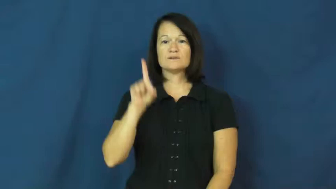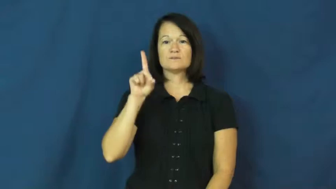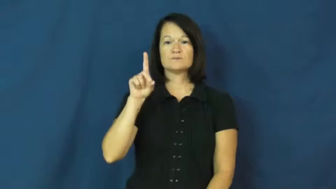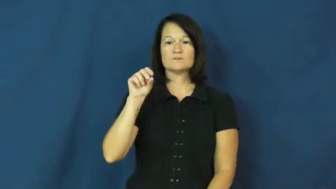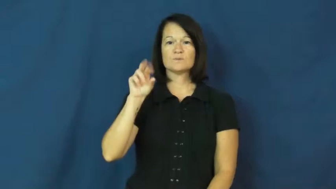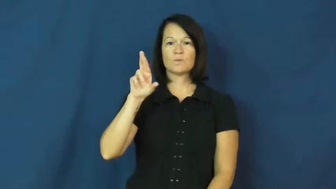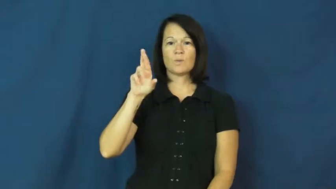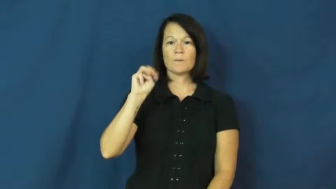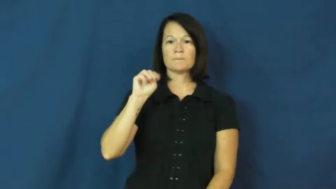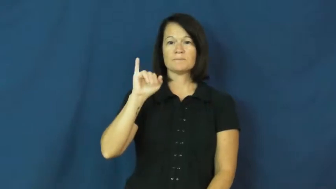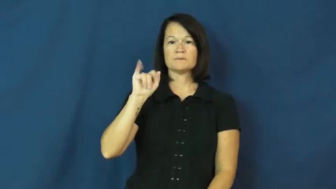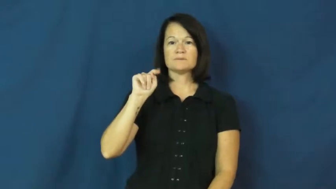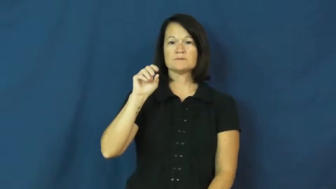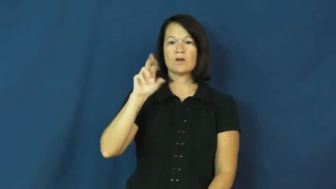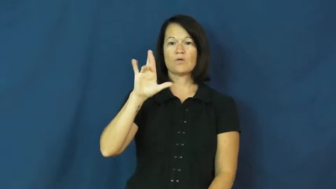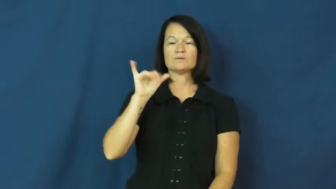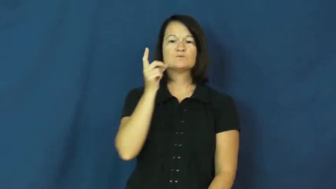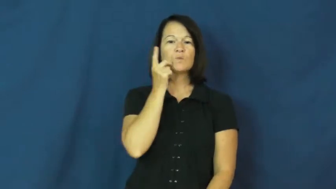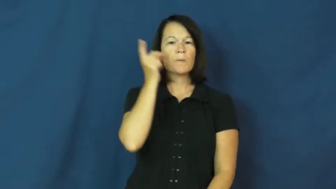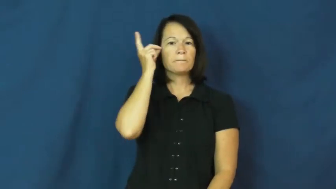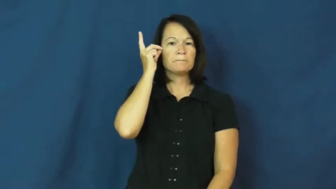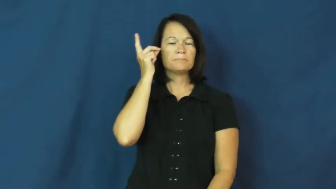dormitory